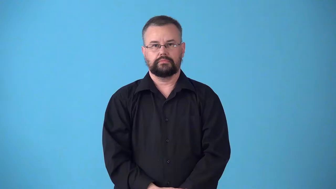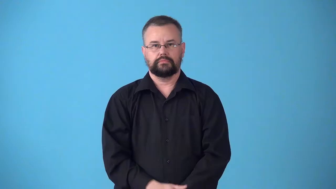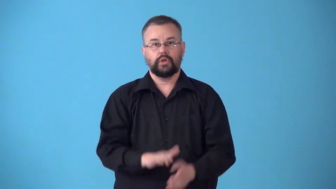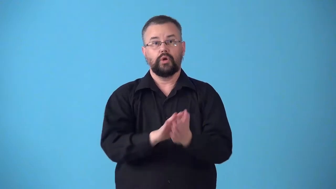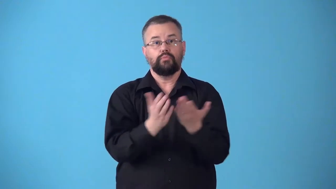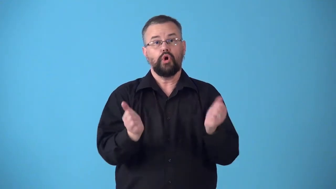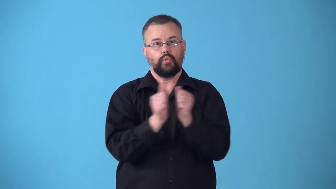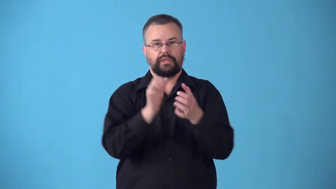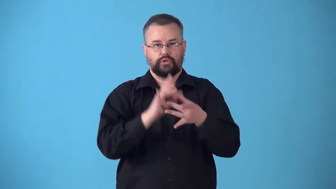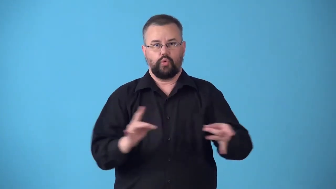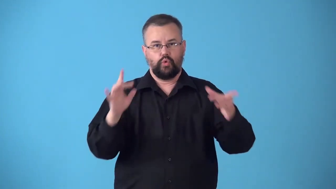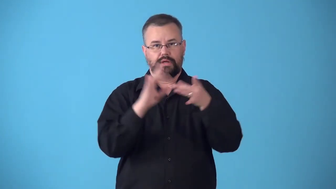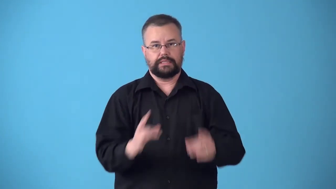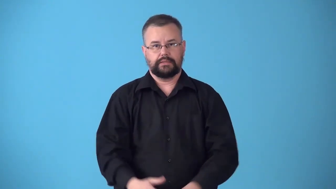storybook